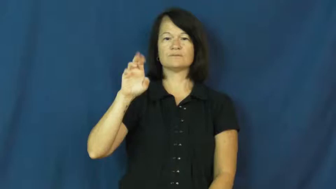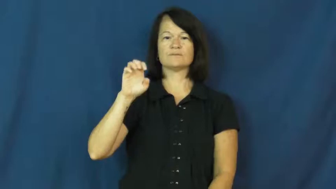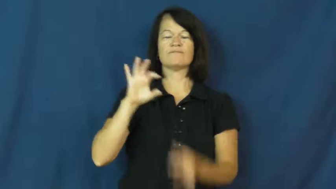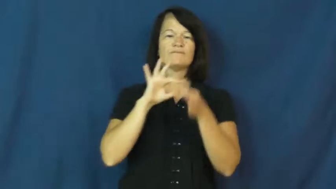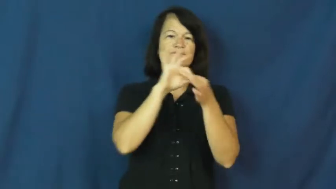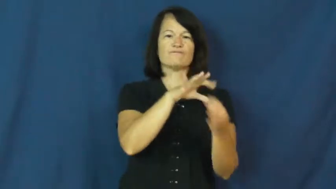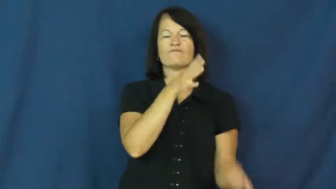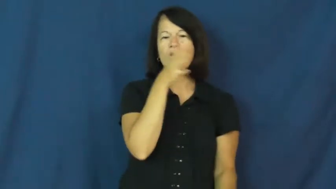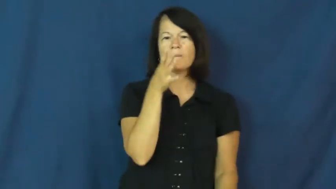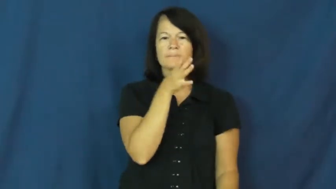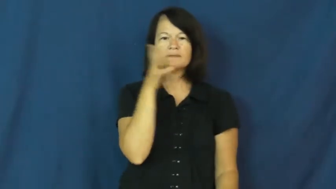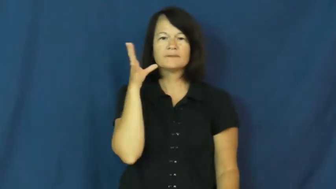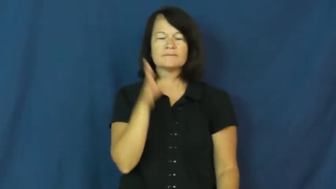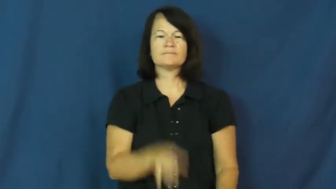agriculture,agrarian